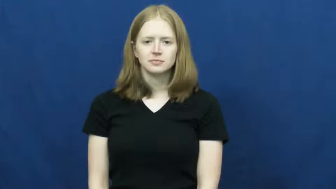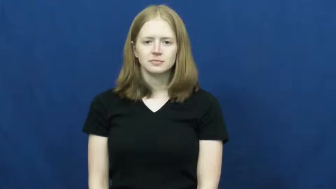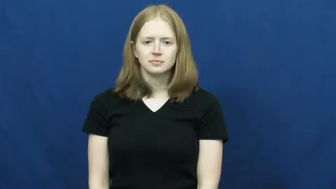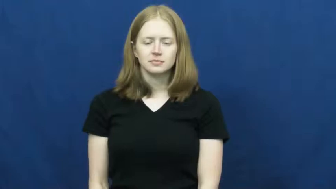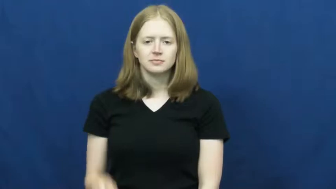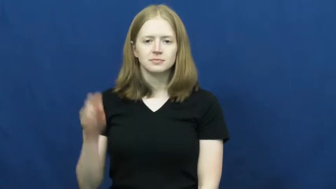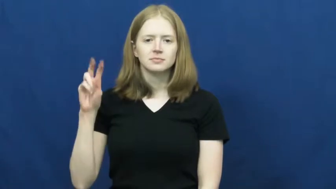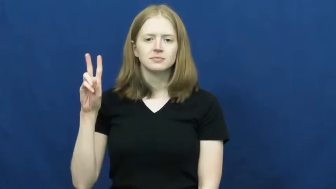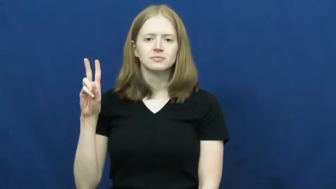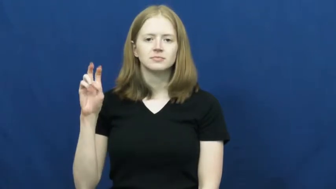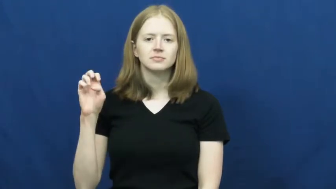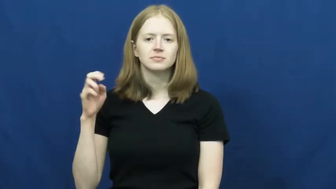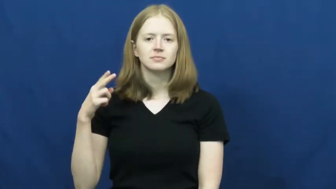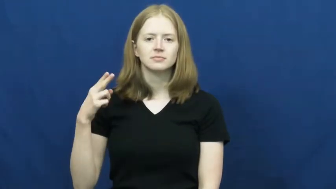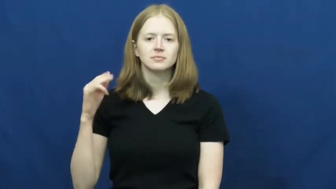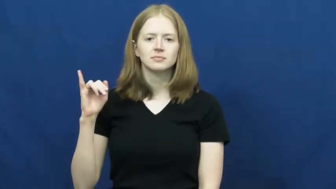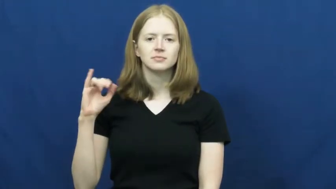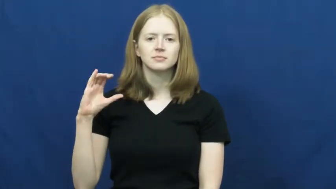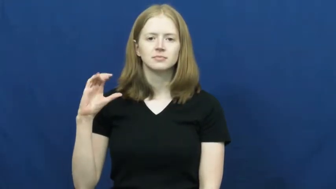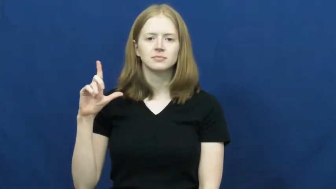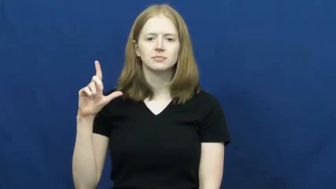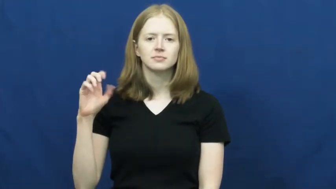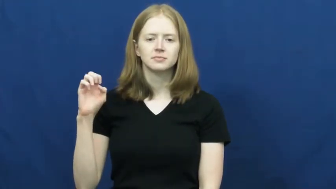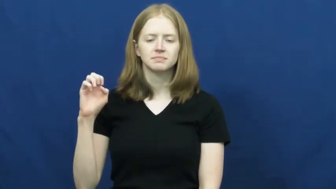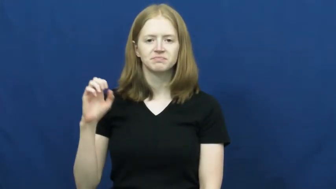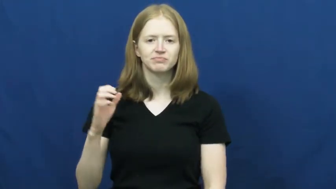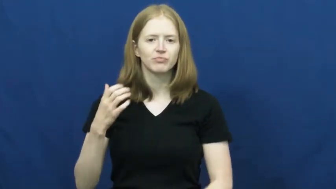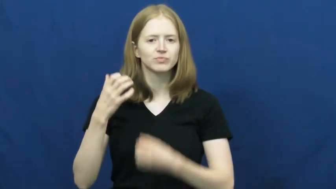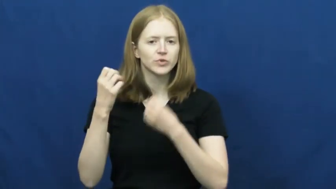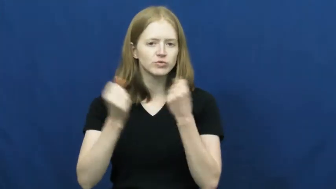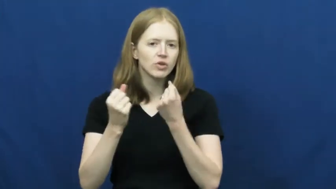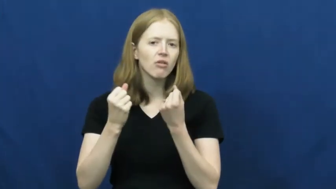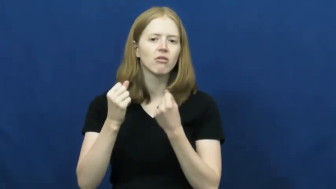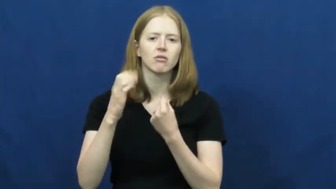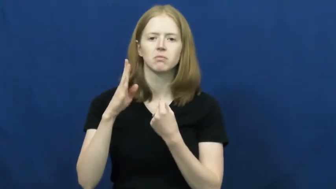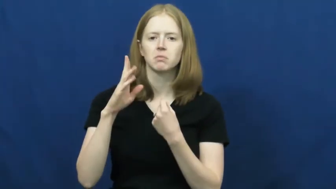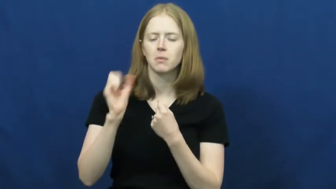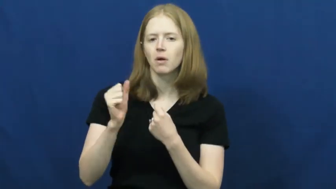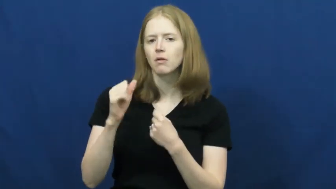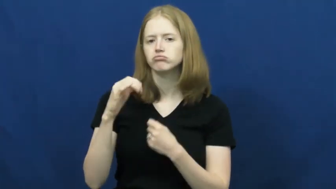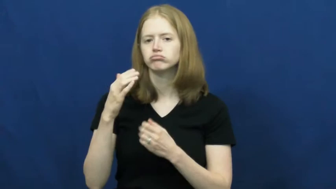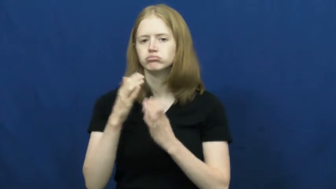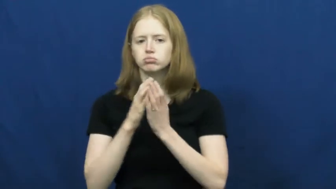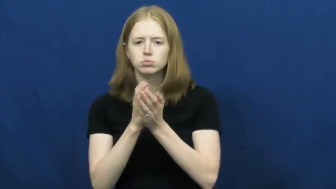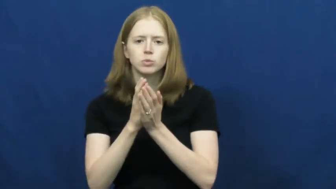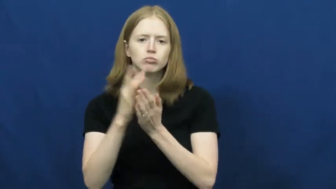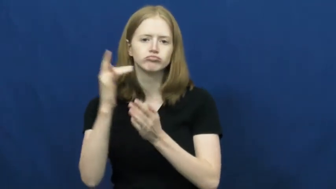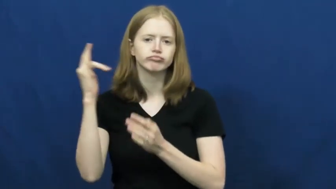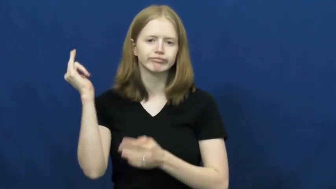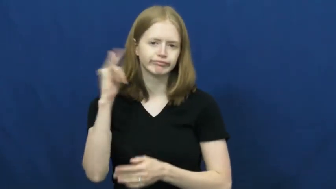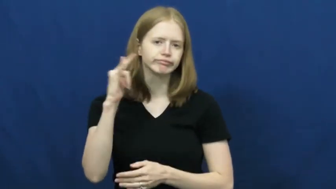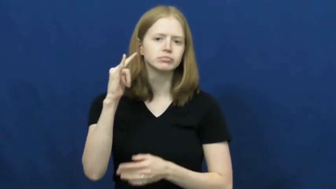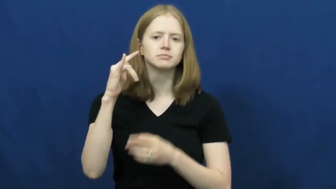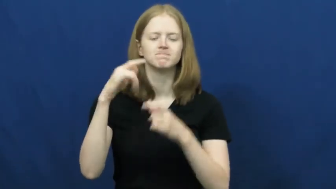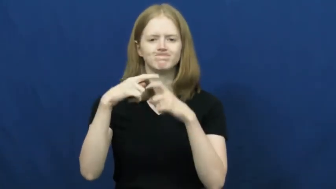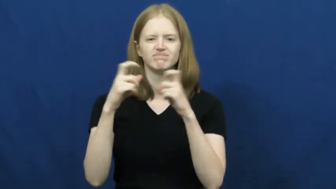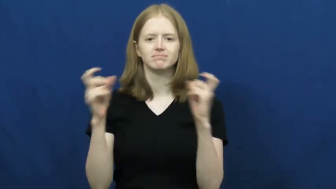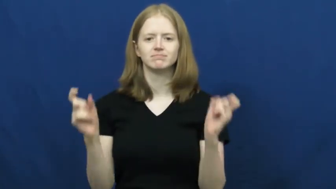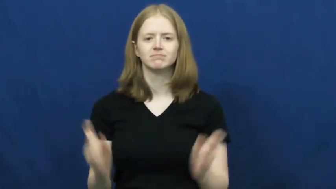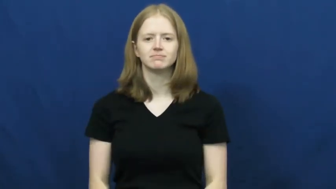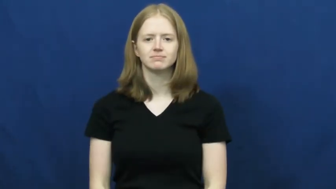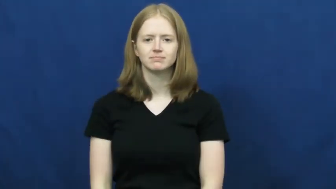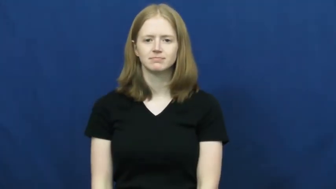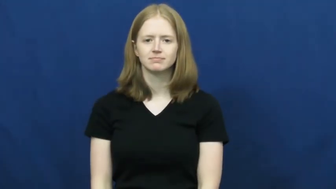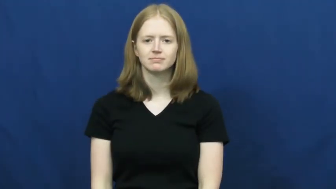vehicle